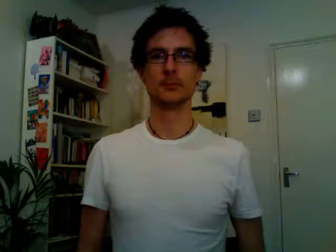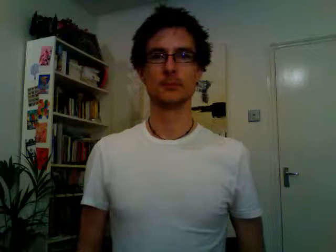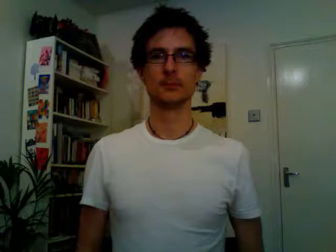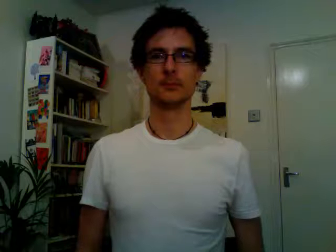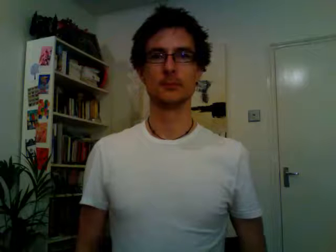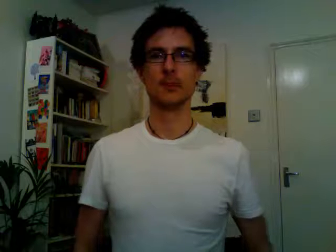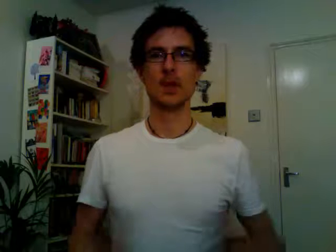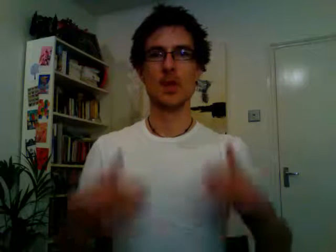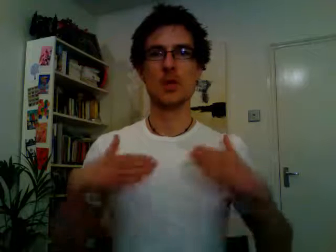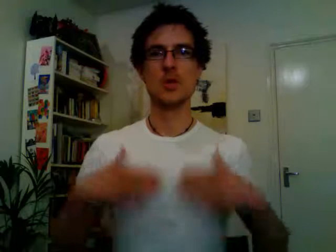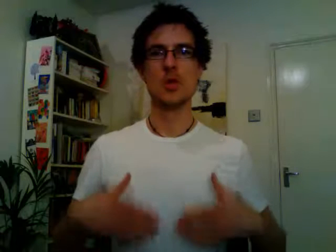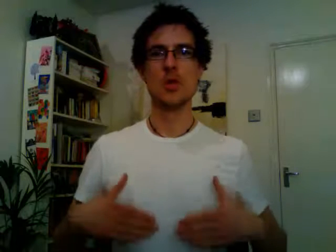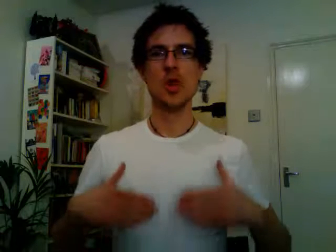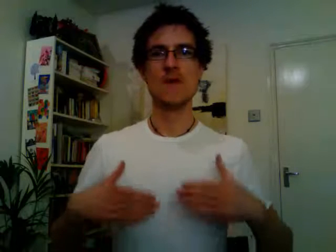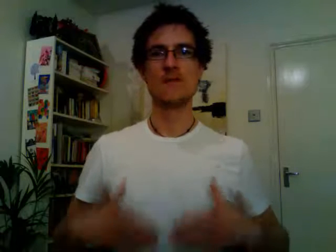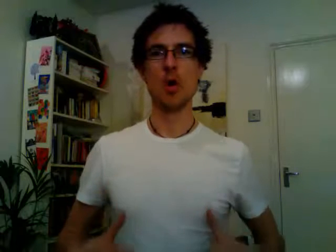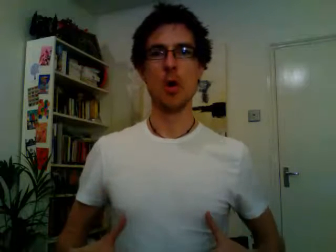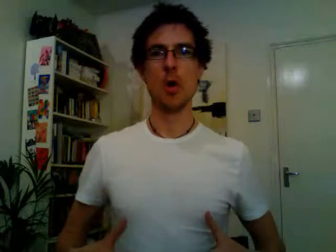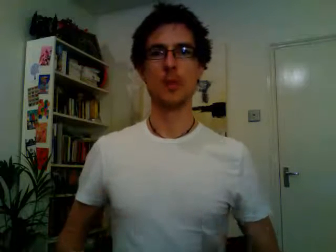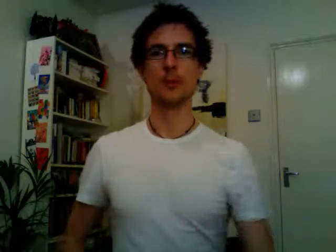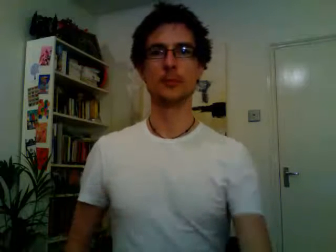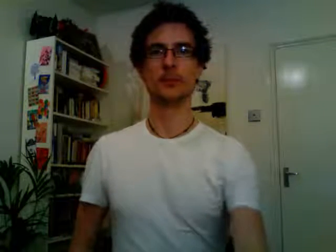uniform